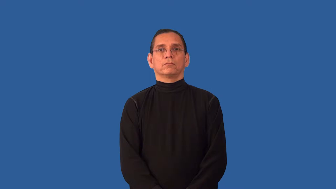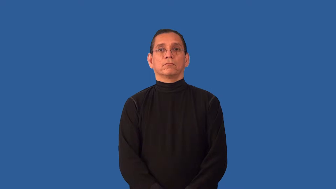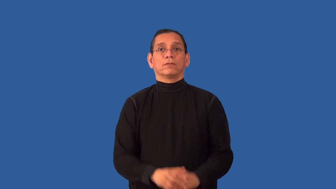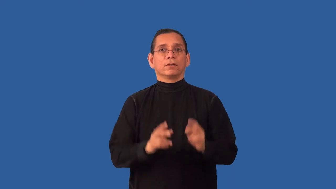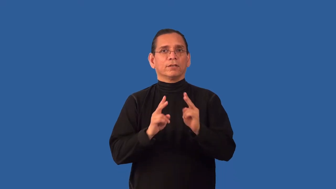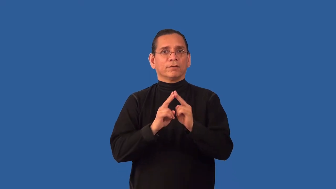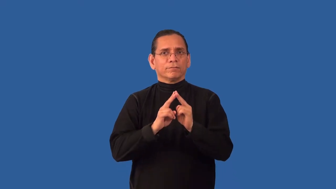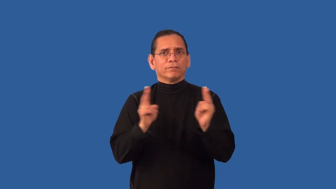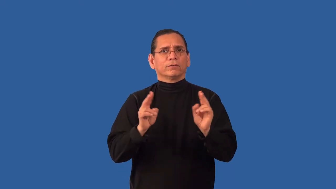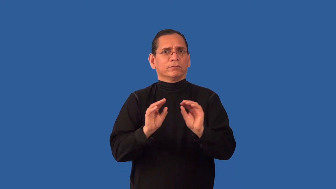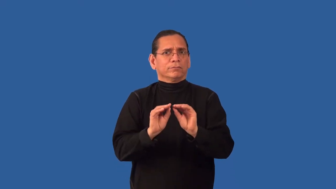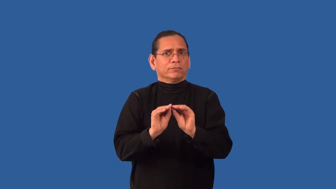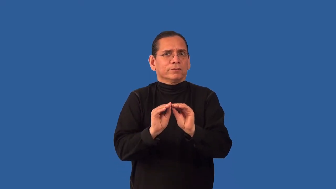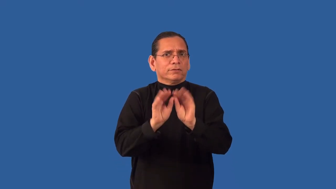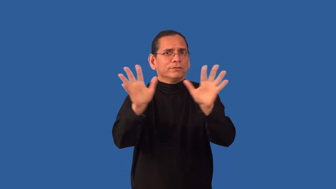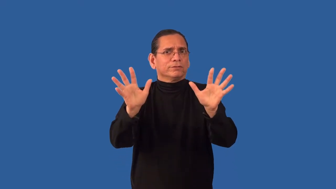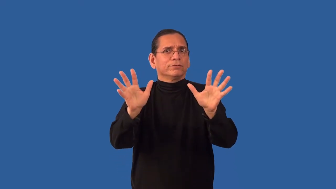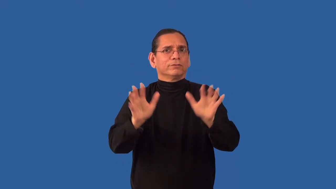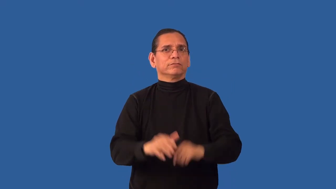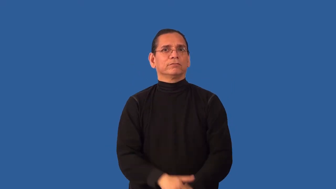unequivocal